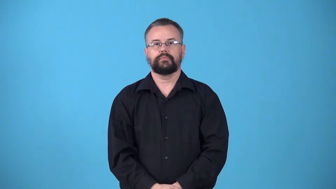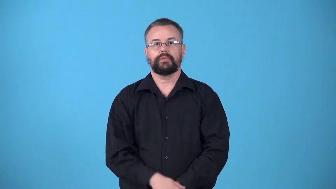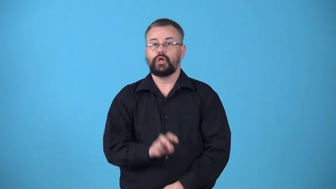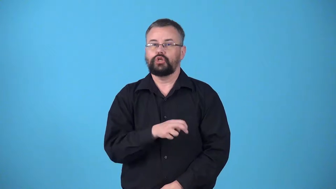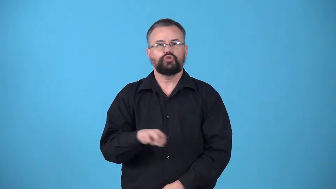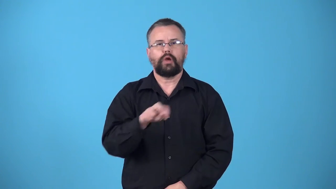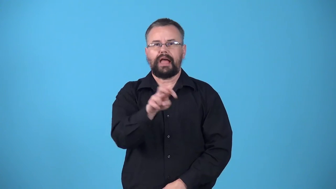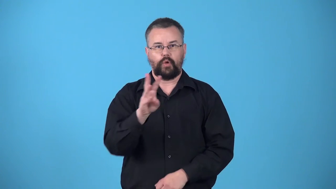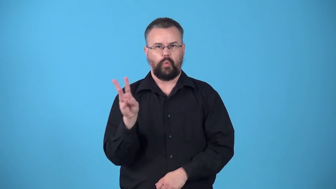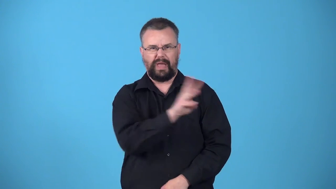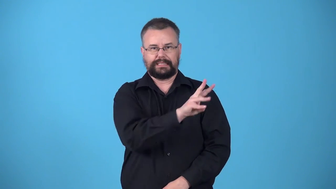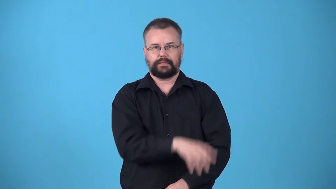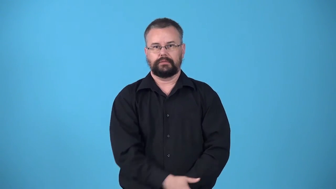westbound